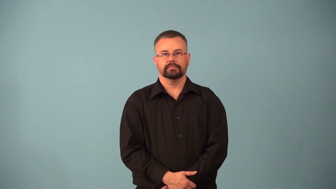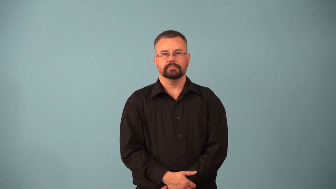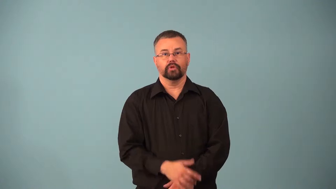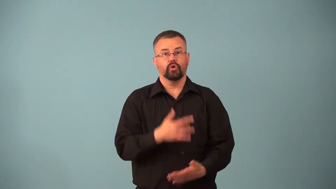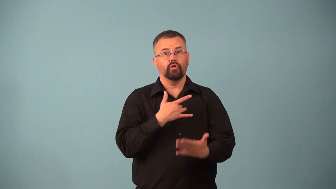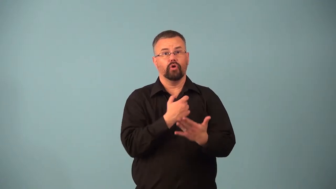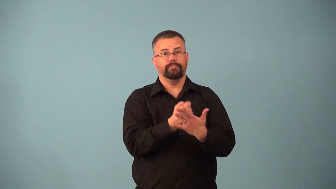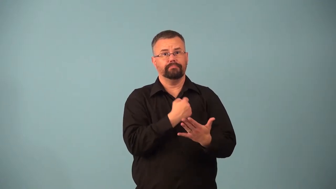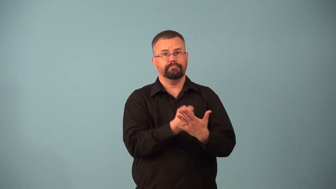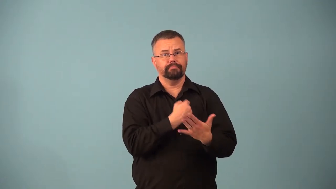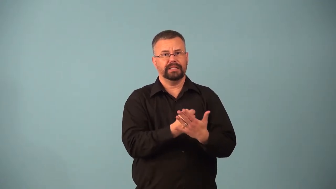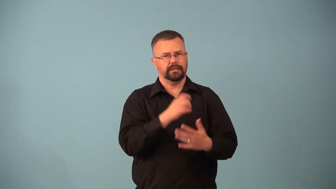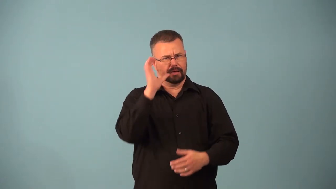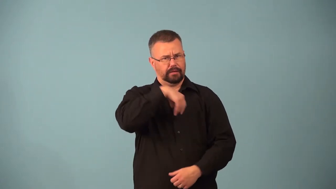arrhythmia